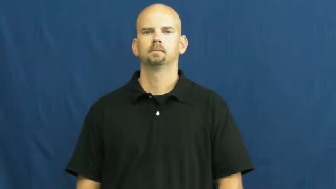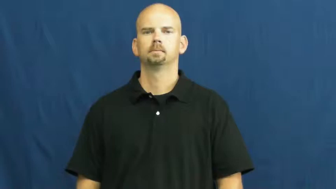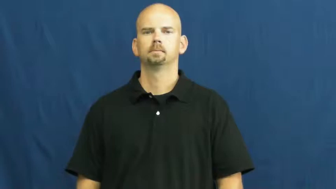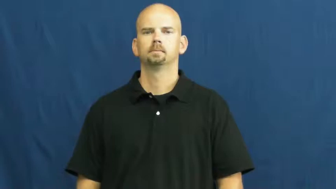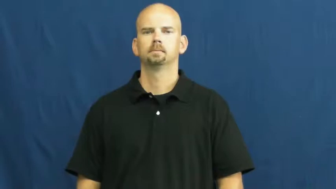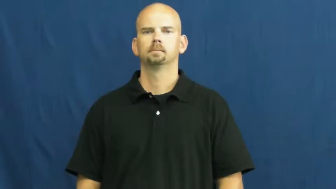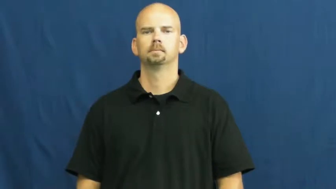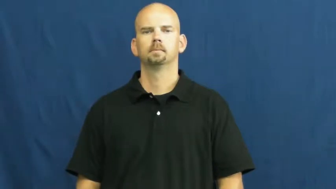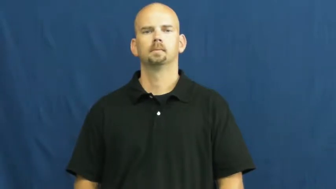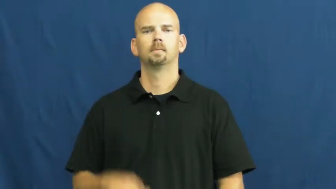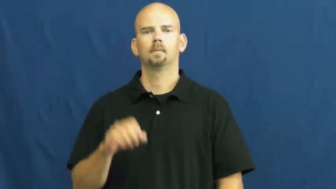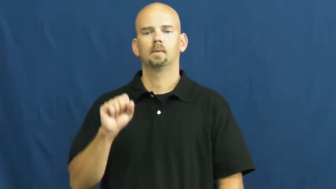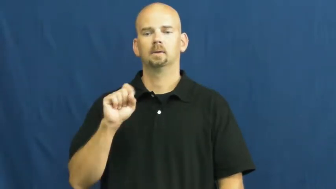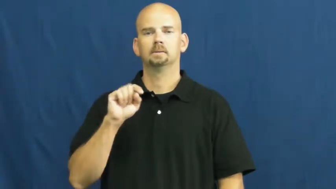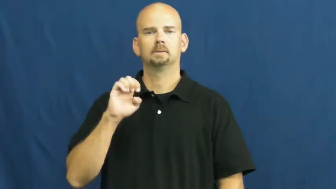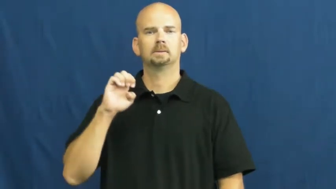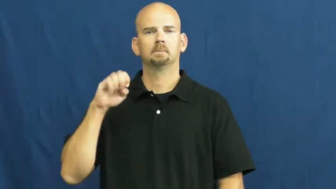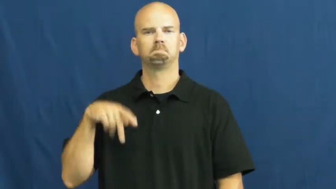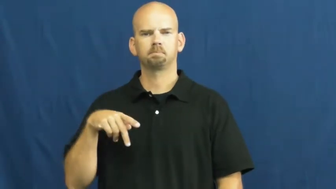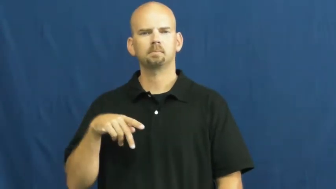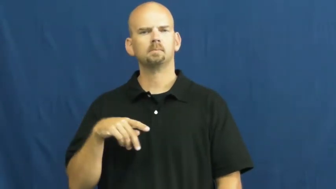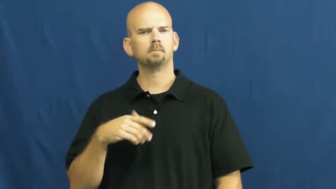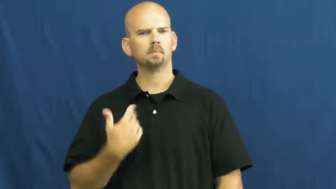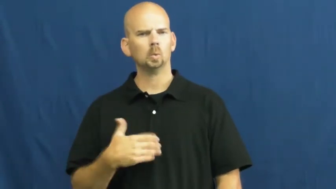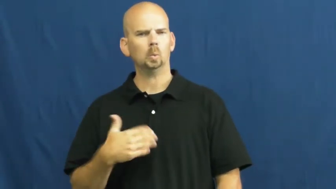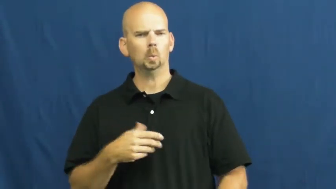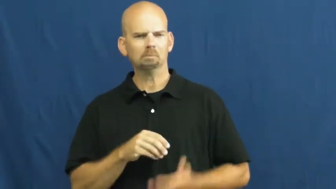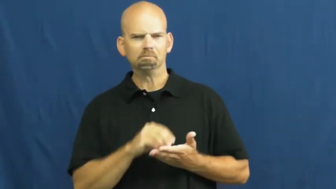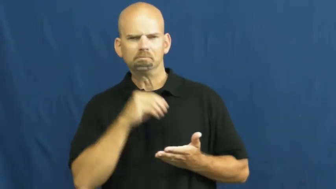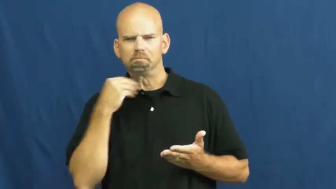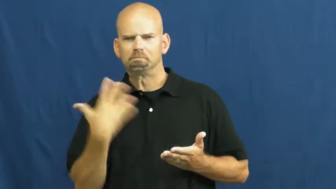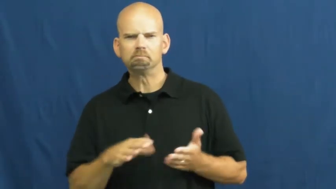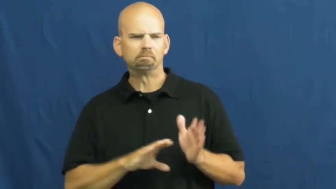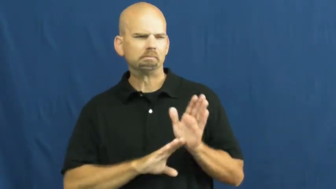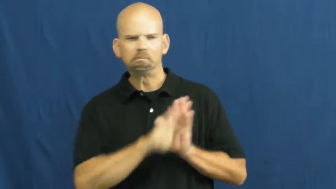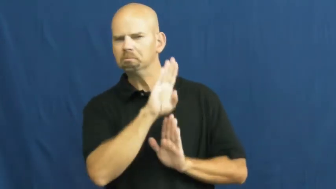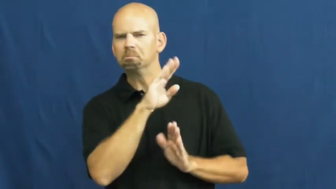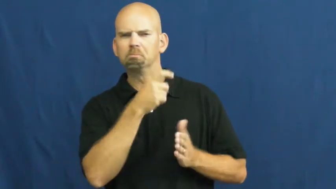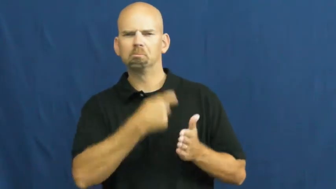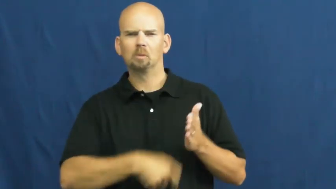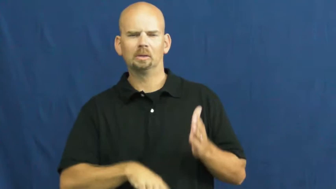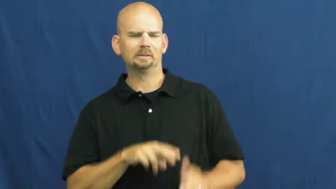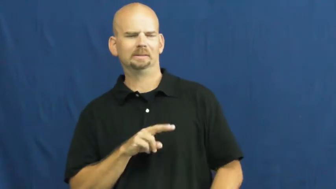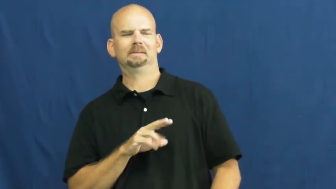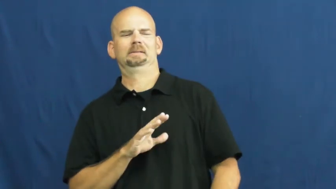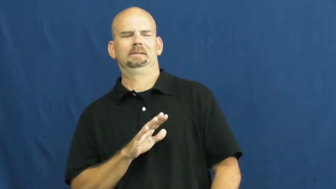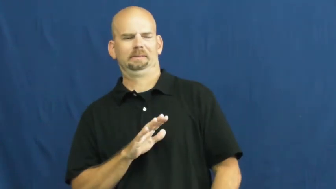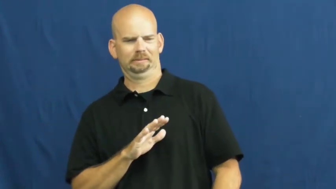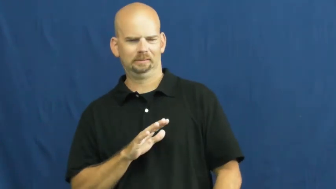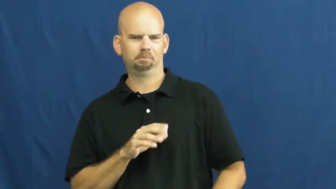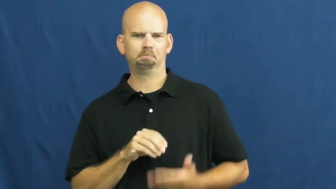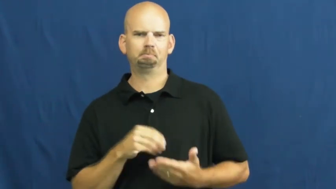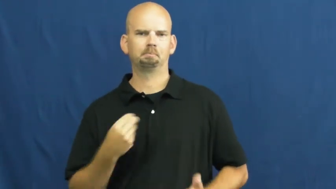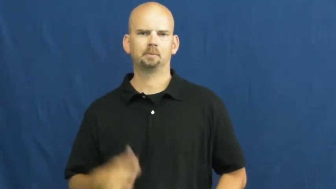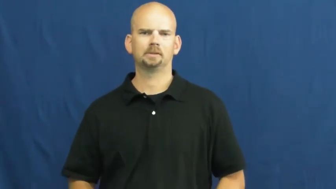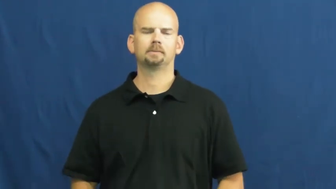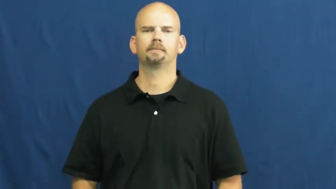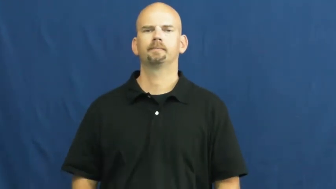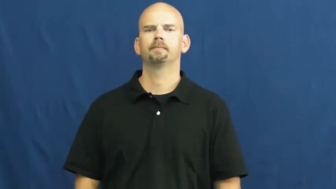steep-expensive